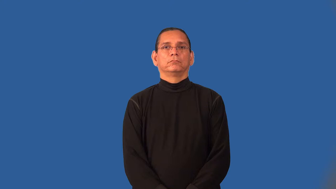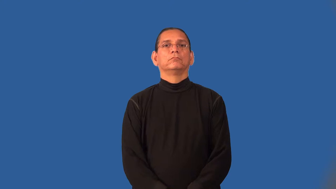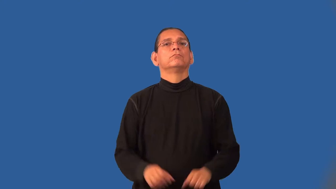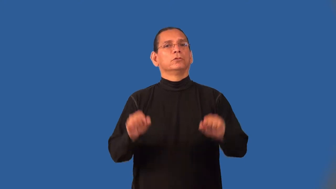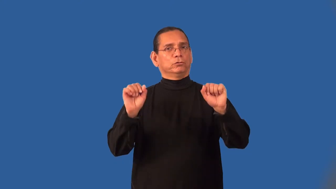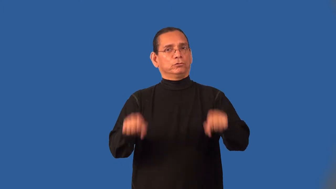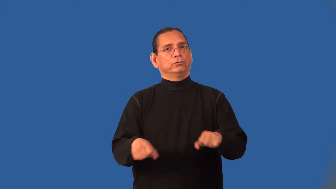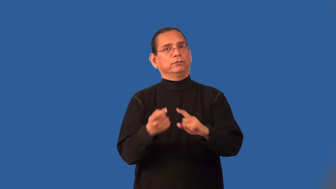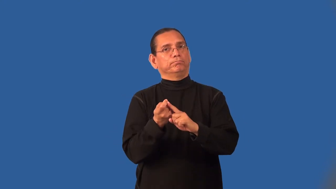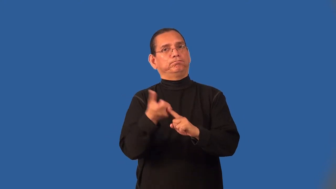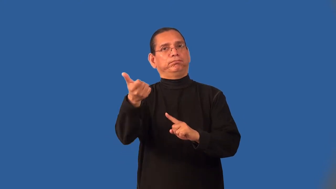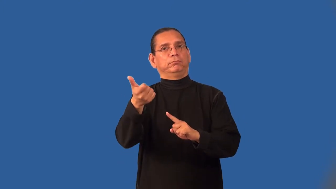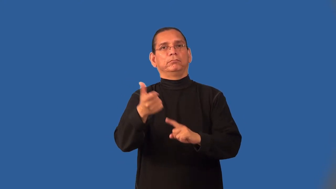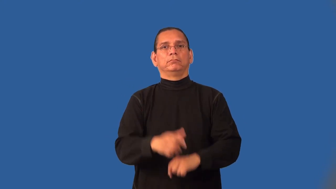impeachable